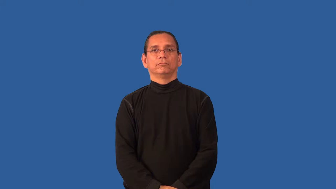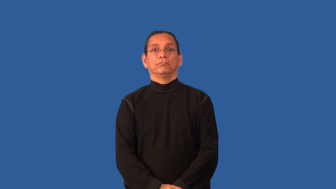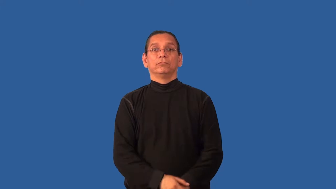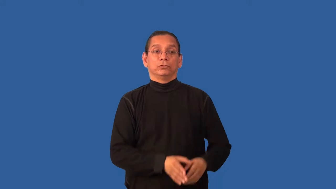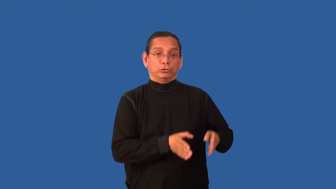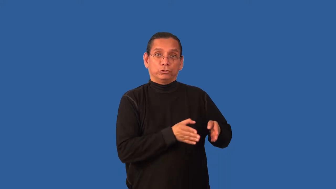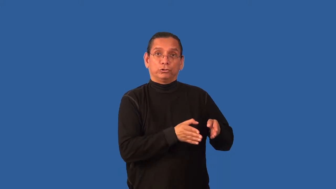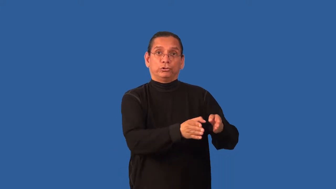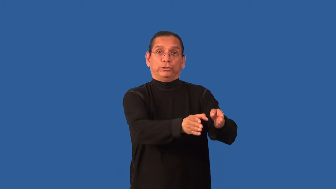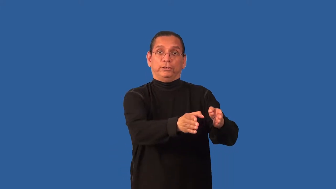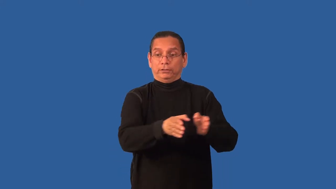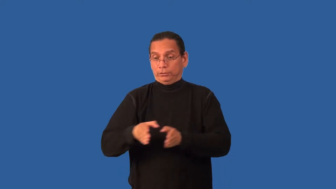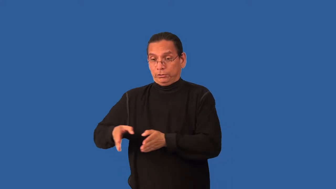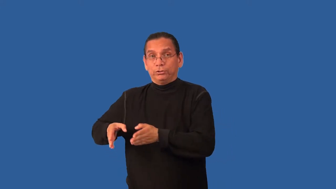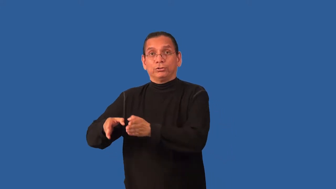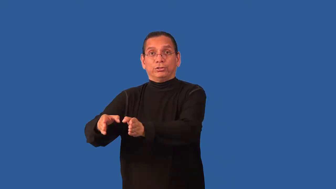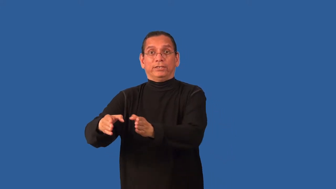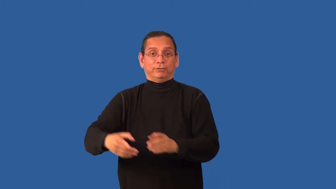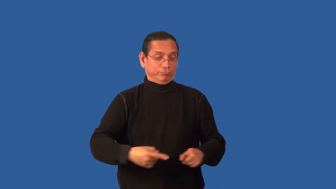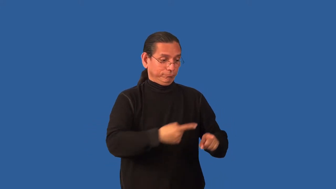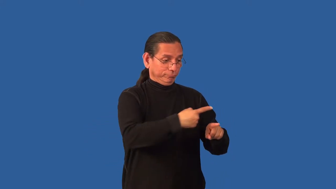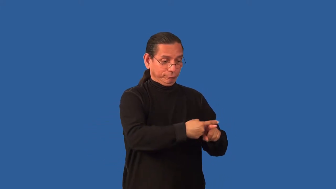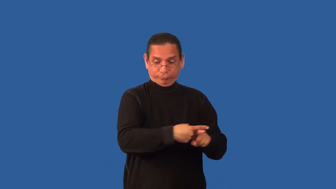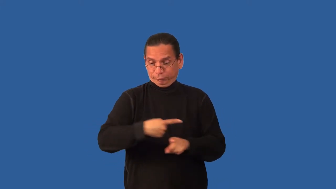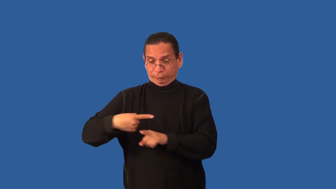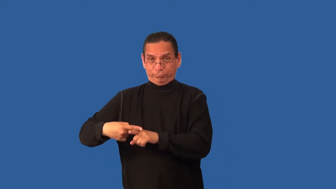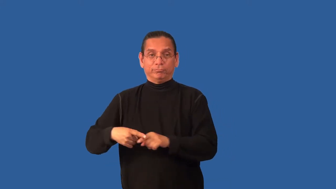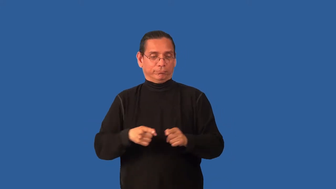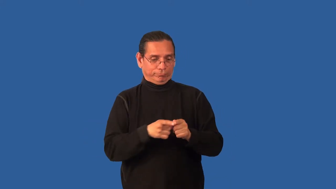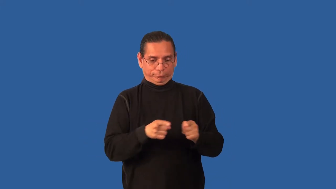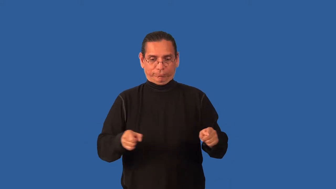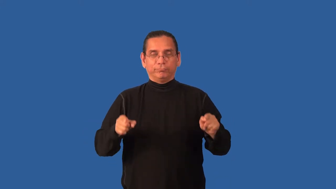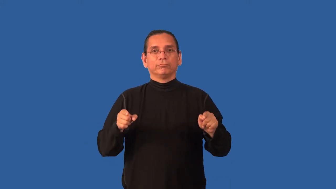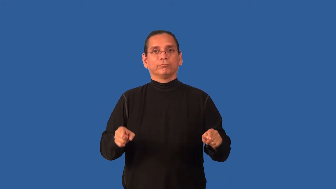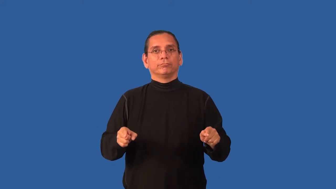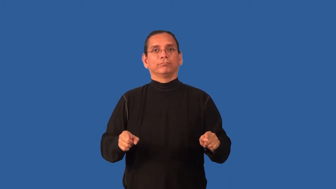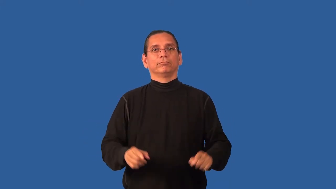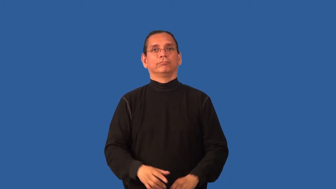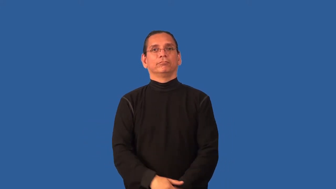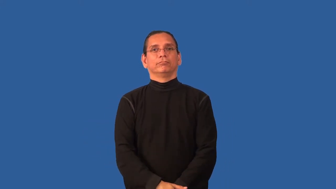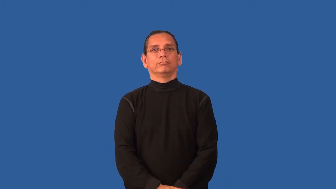block-street